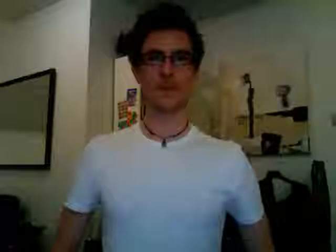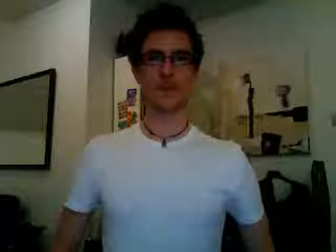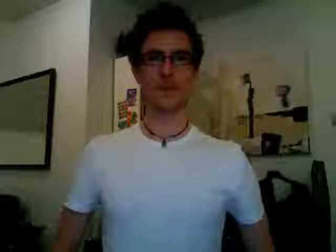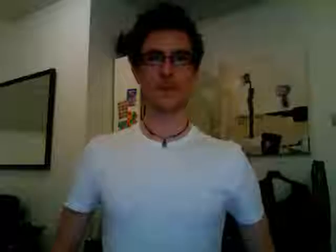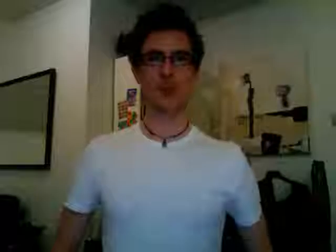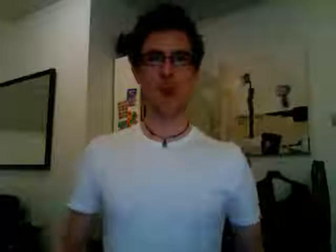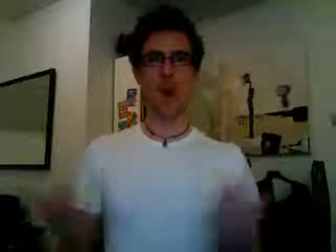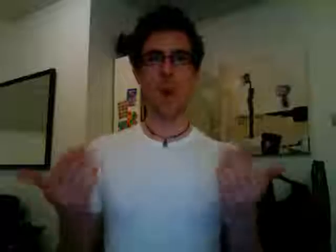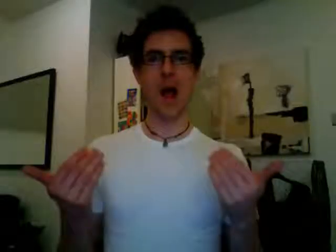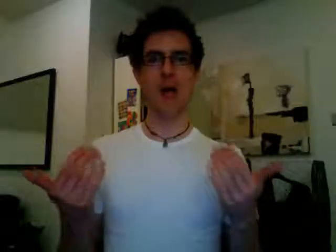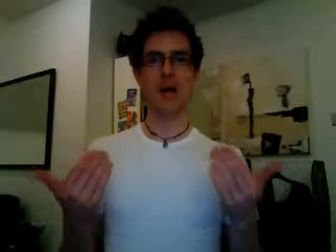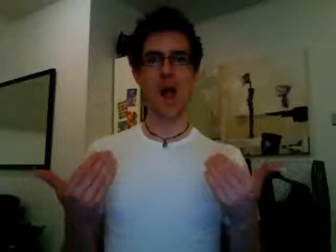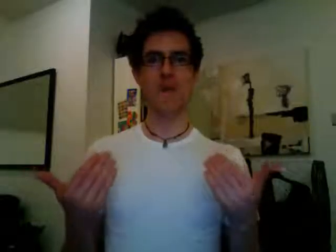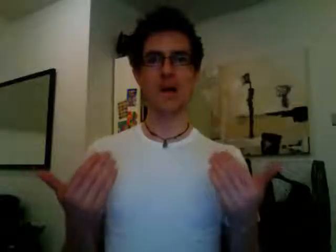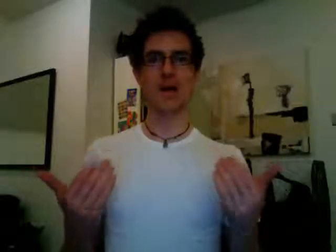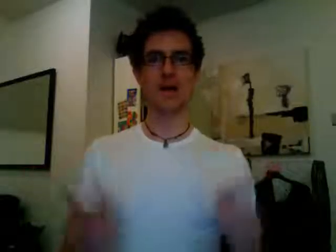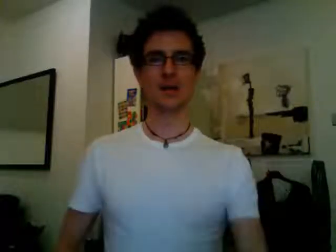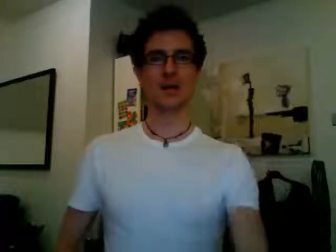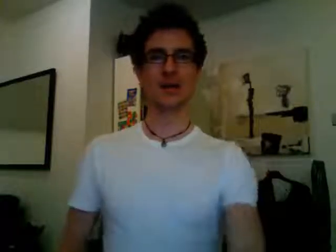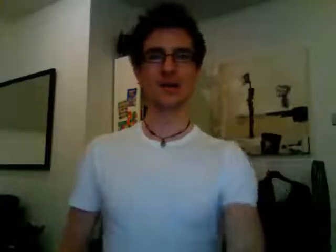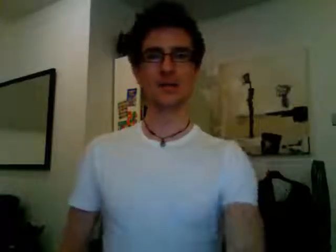welcome